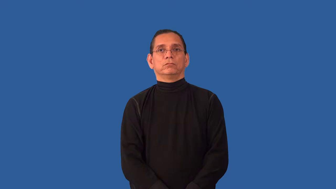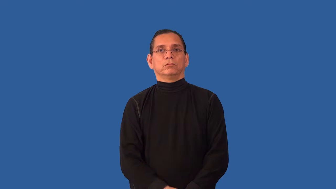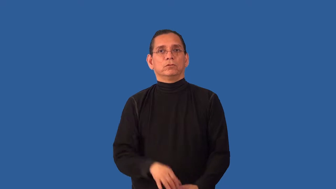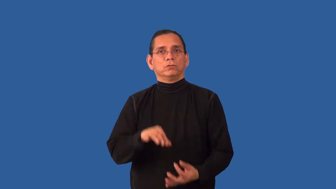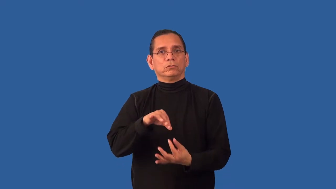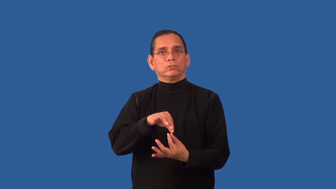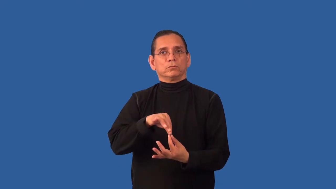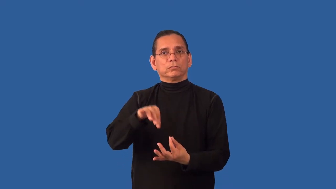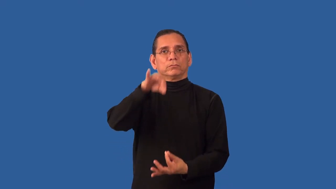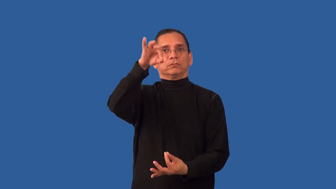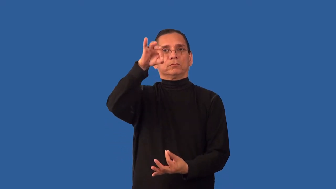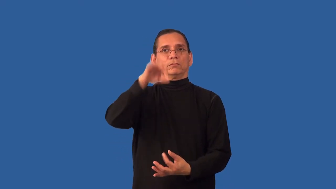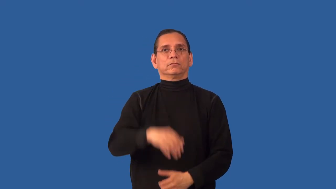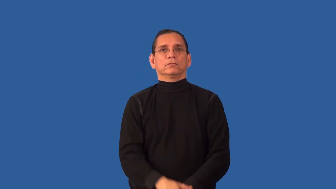spiritual